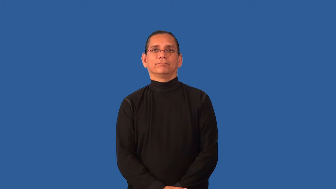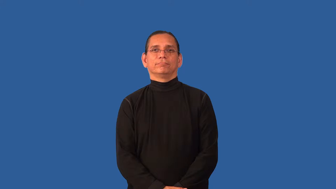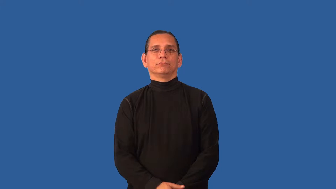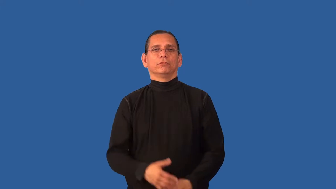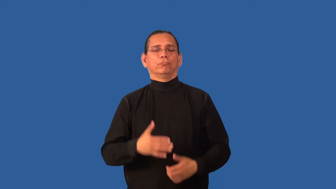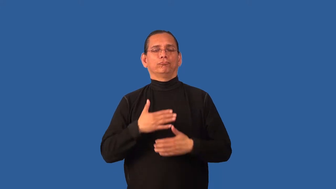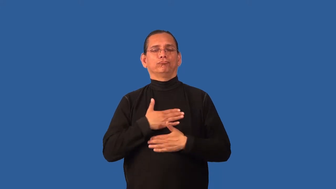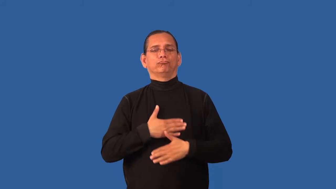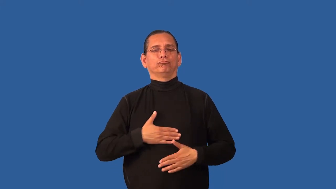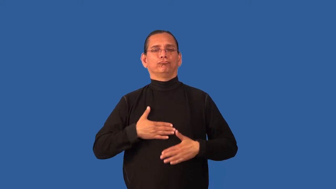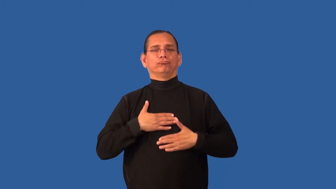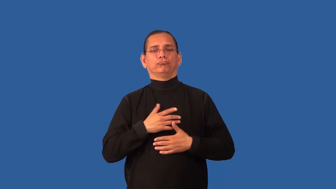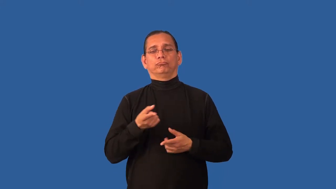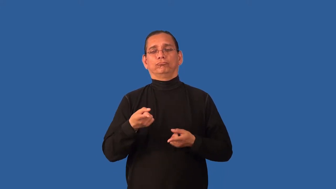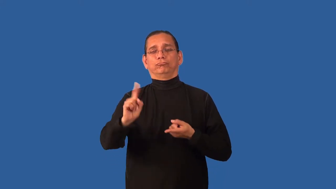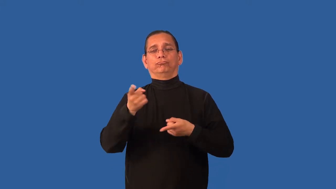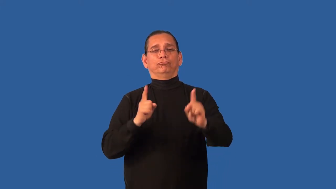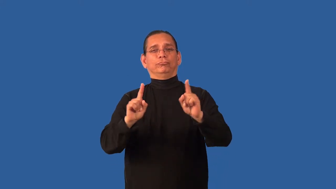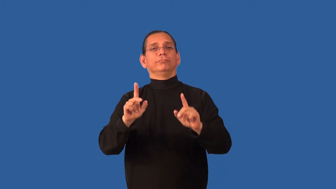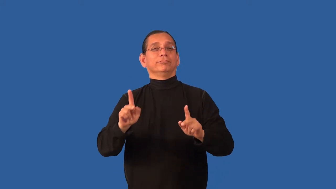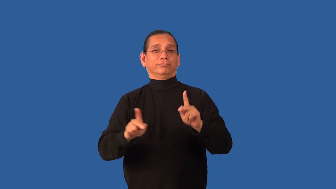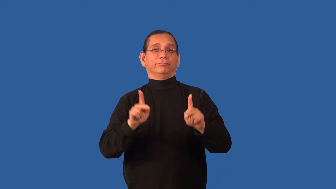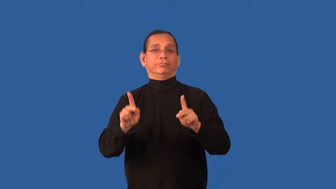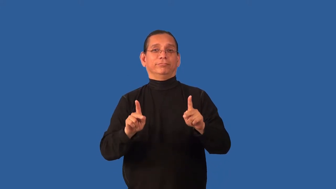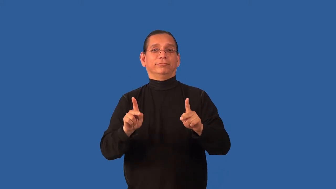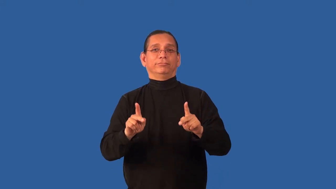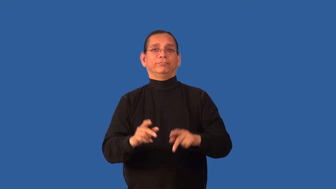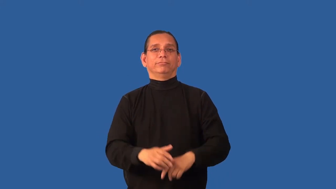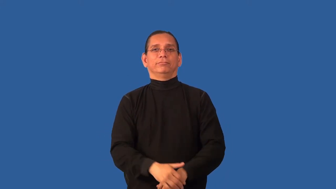catty